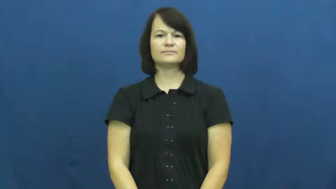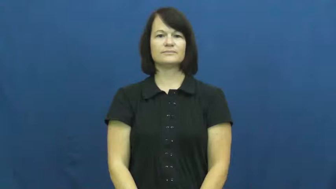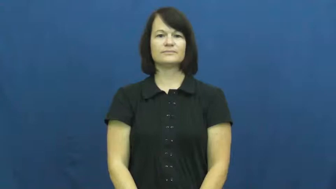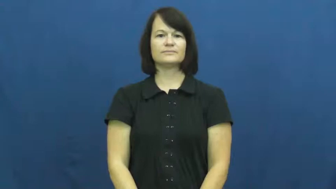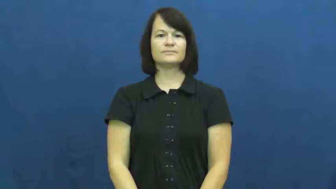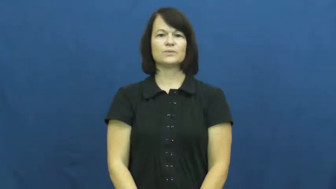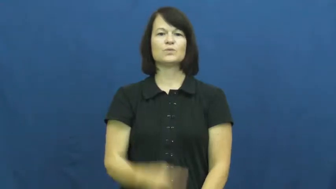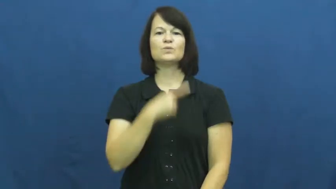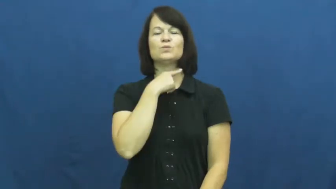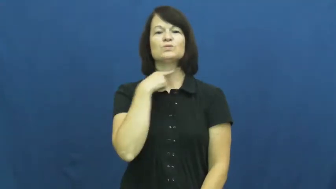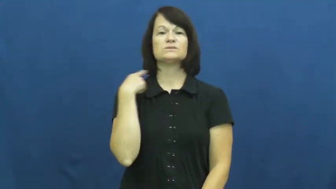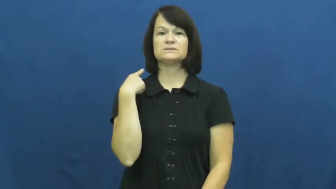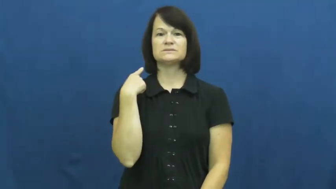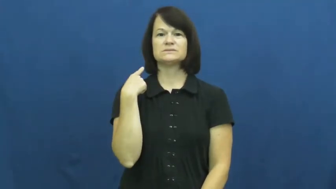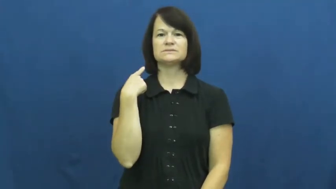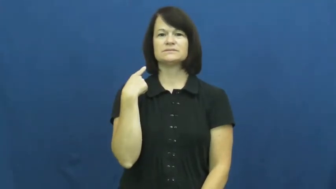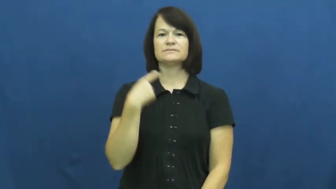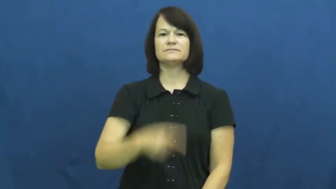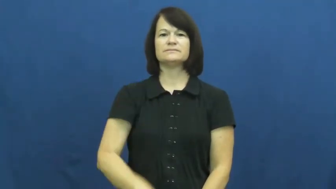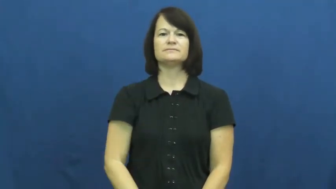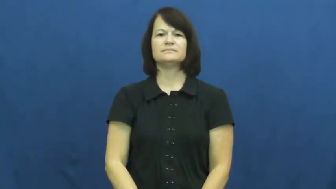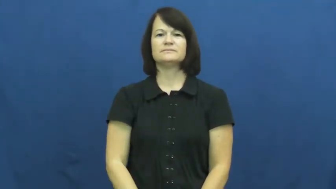risk,hazard